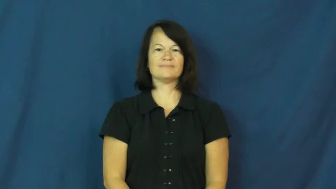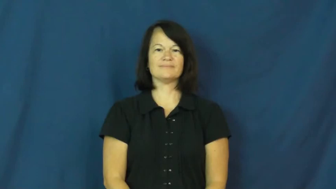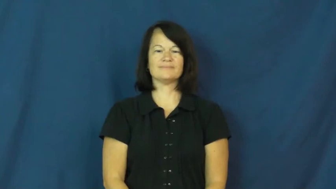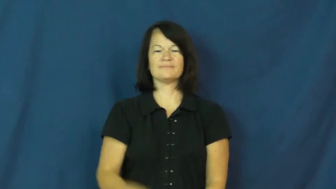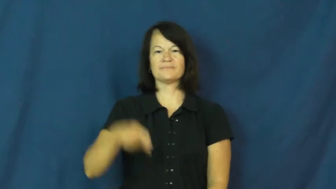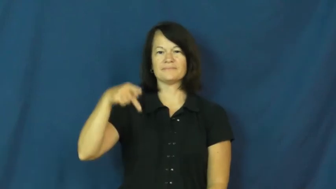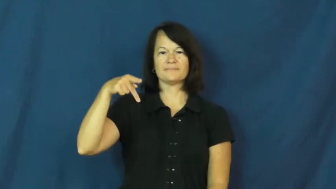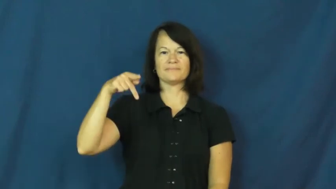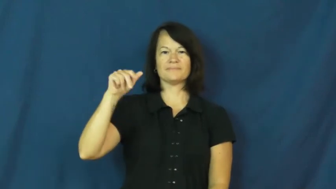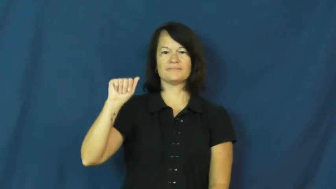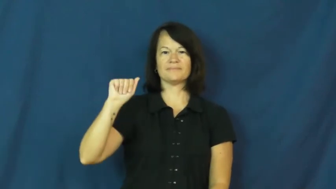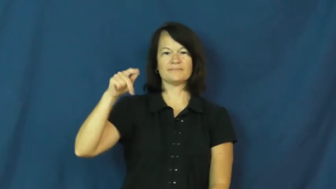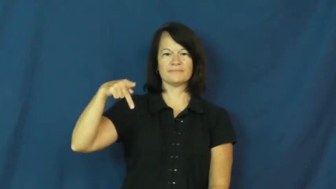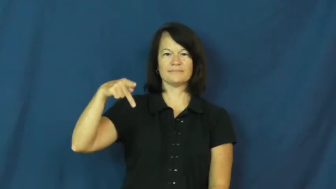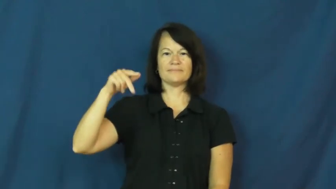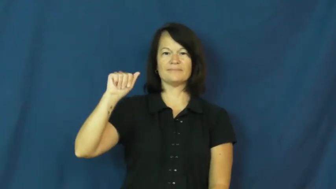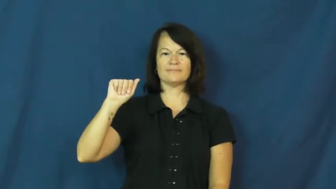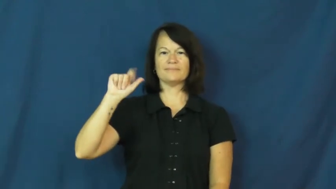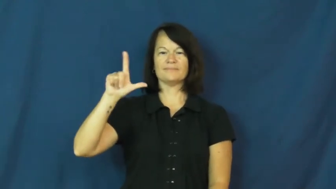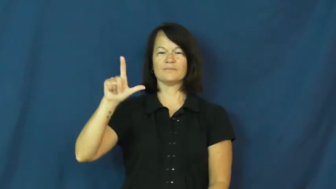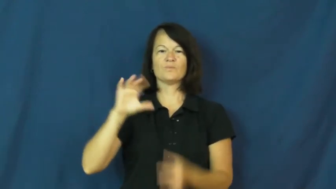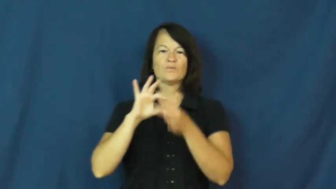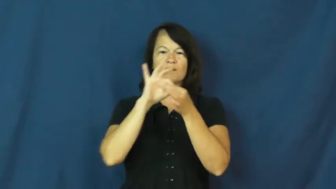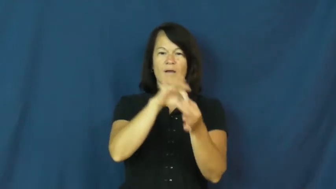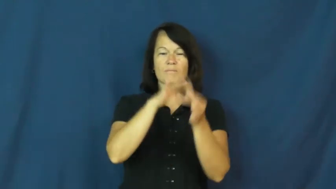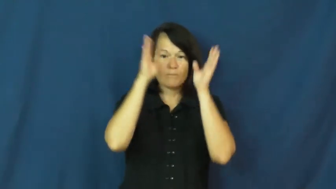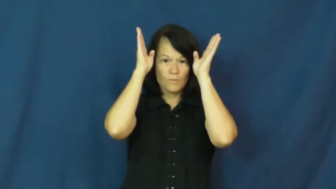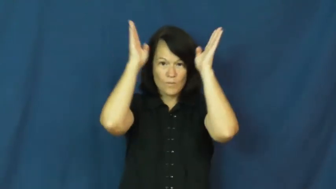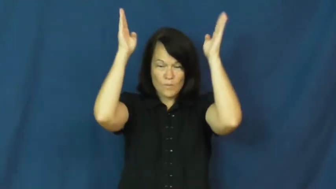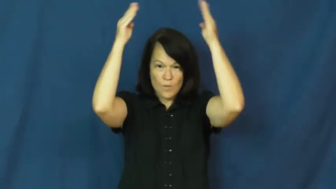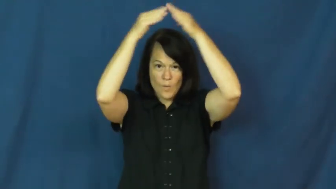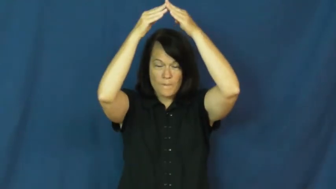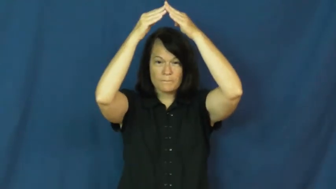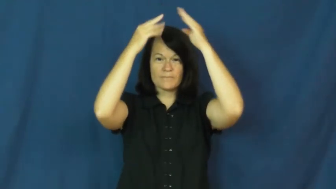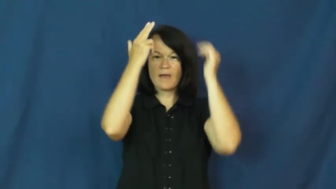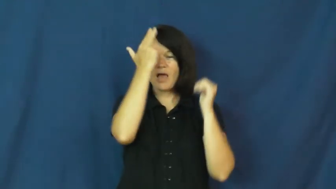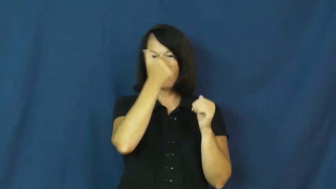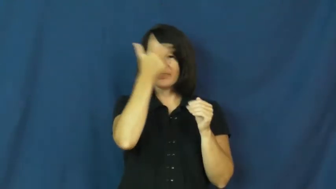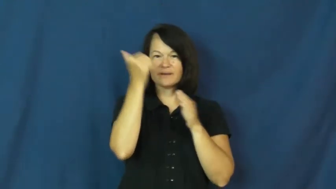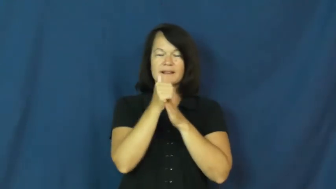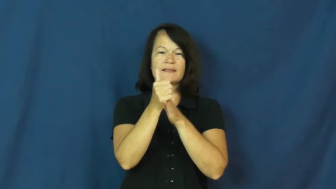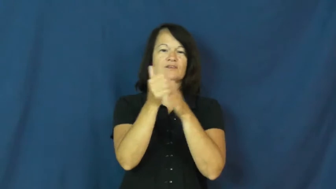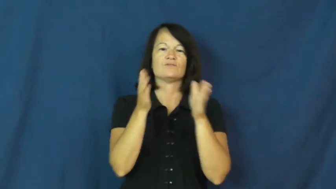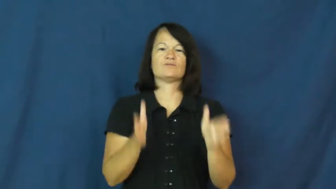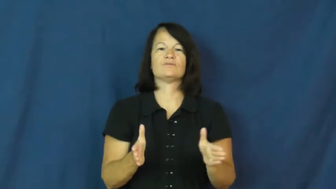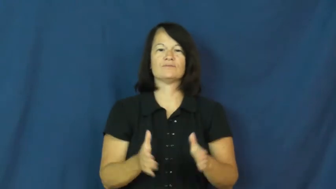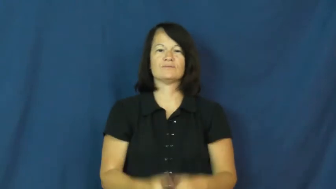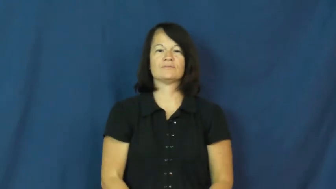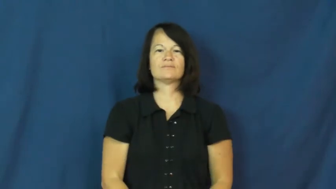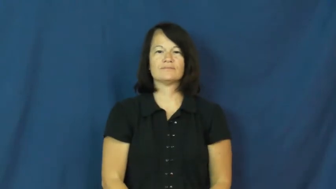papal